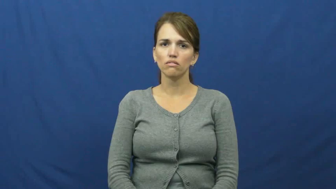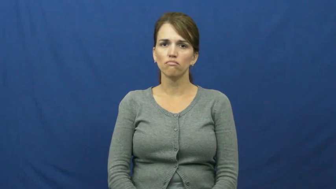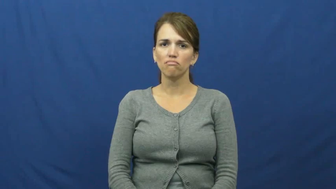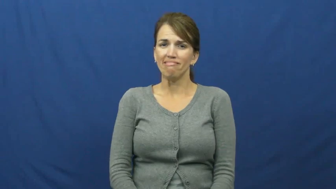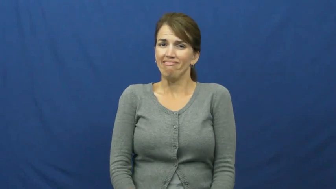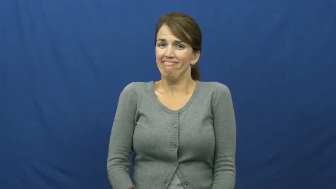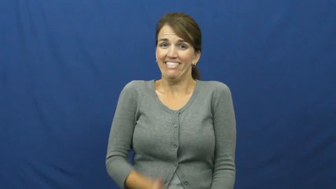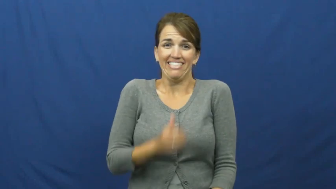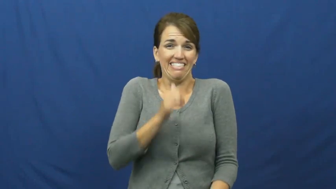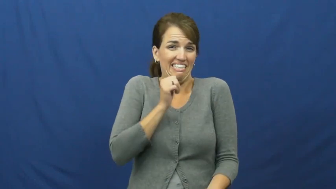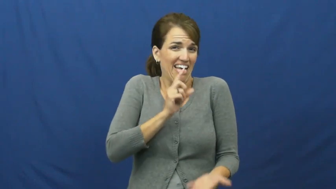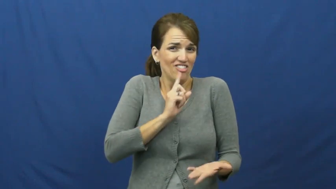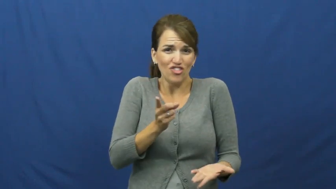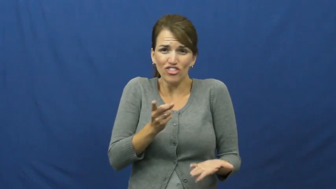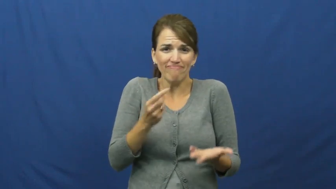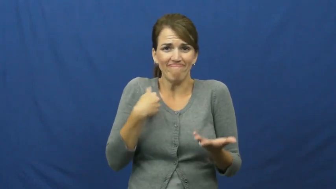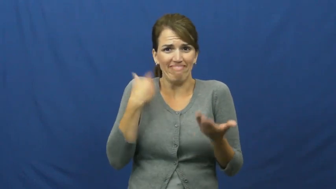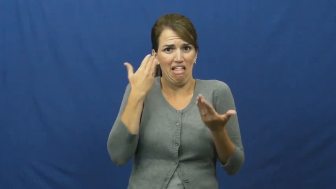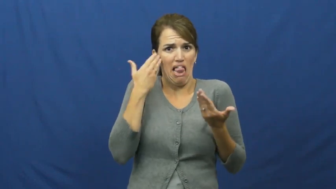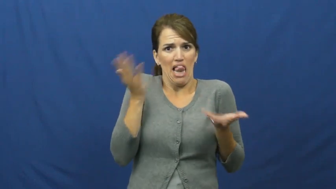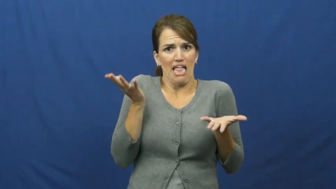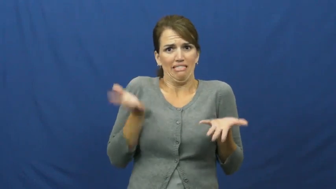"can't tell", "no tellin"